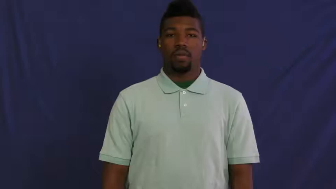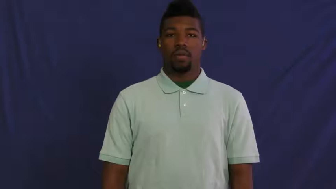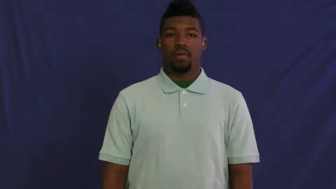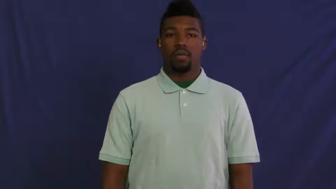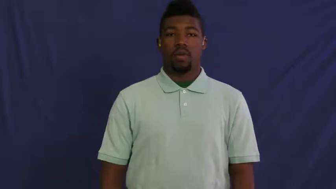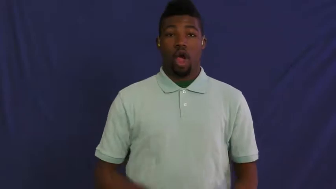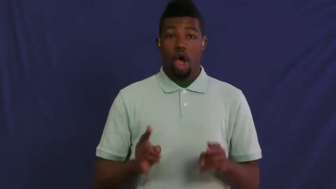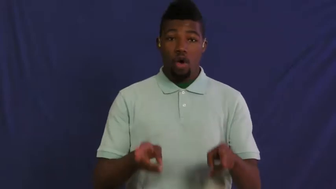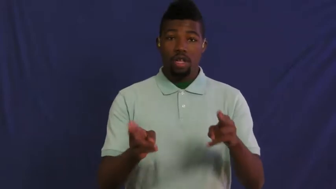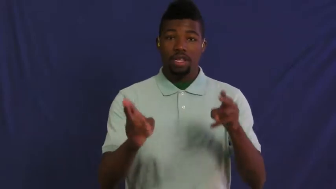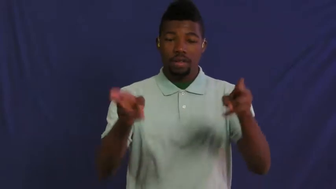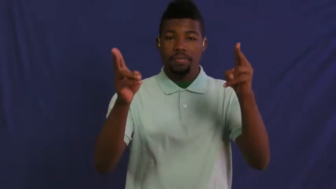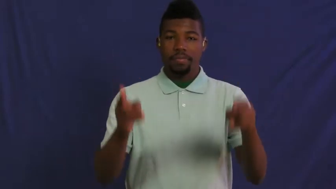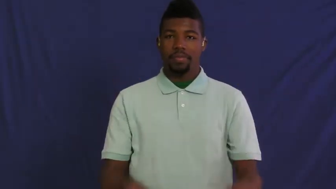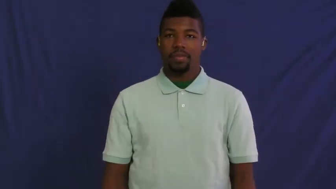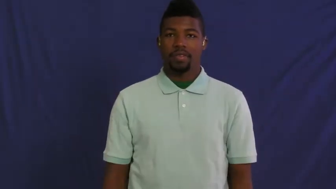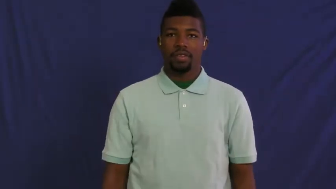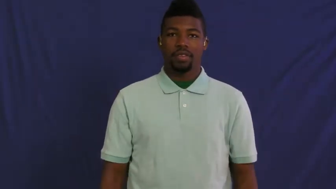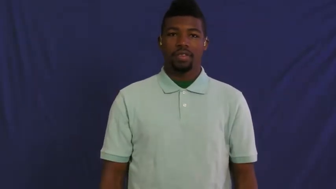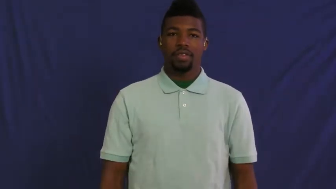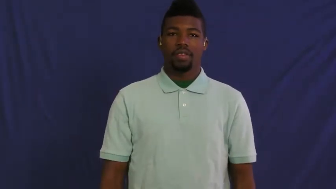hurry,hustle,quicken,hasten,hurry away,run off,step on it,ado,skitter